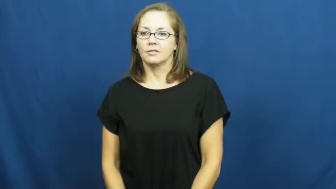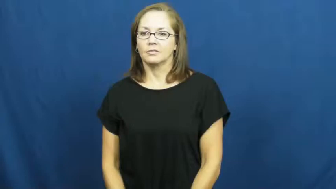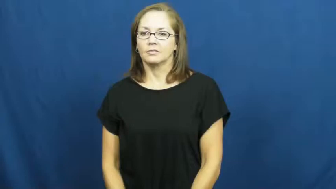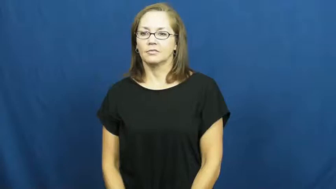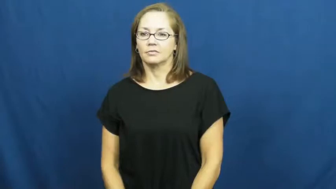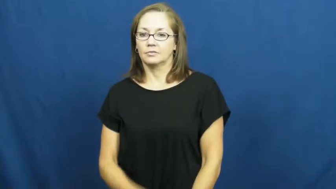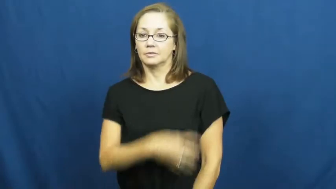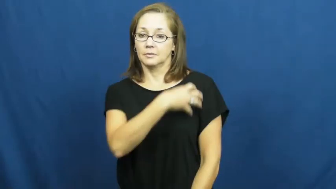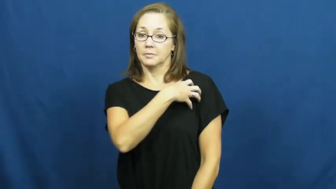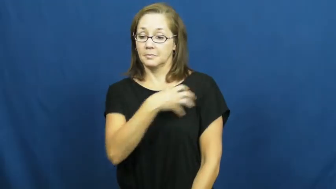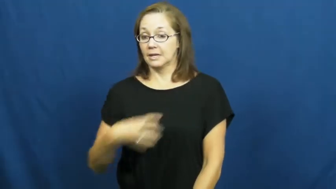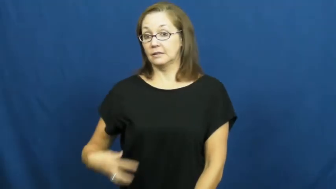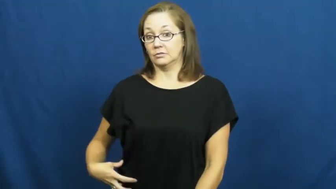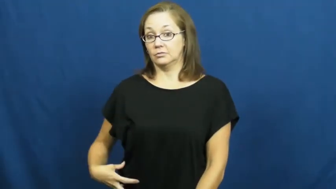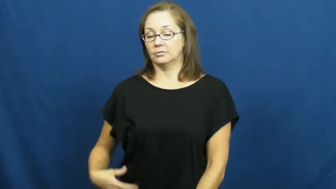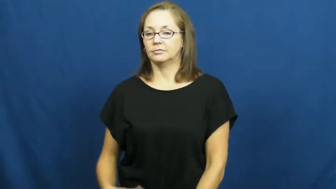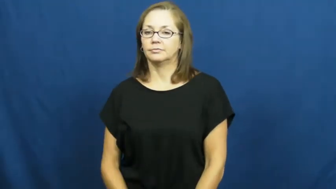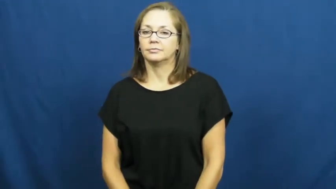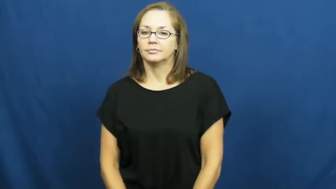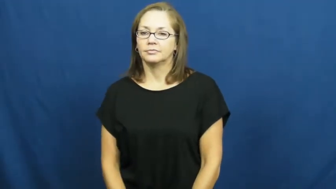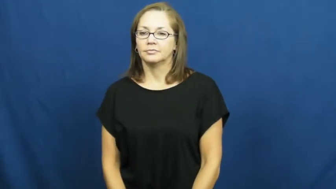pageant